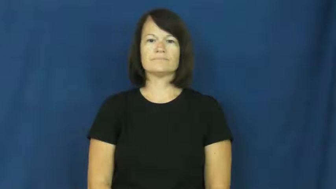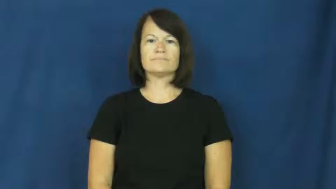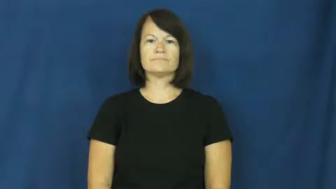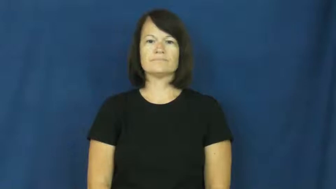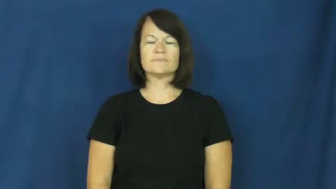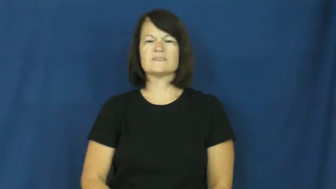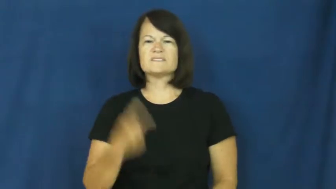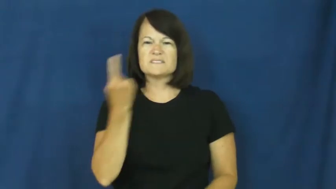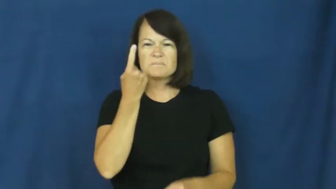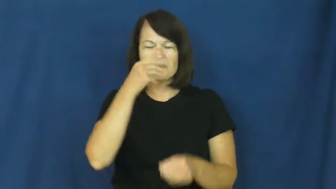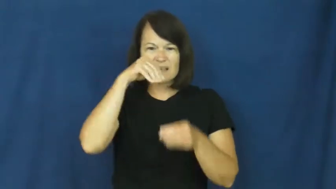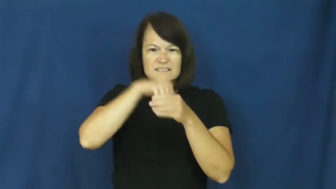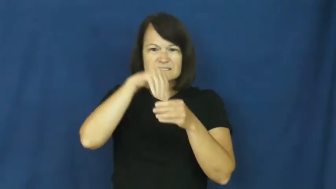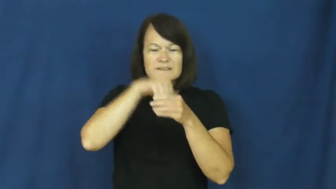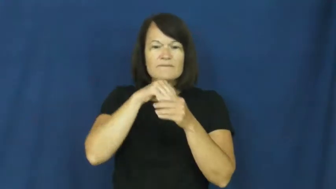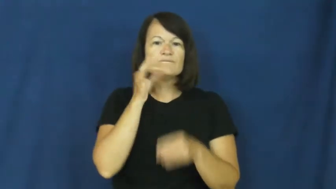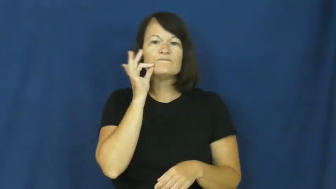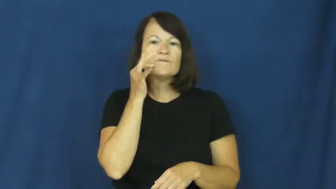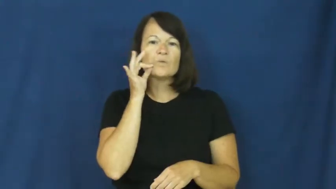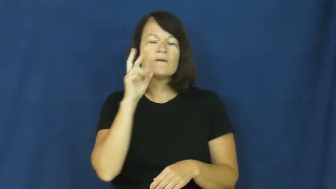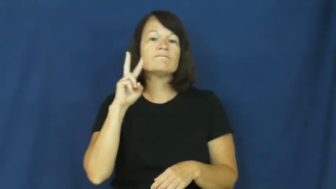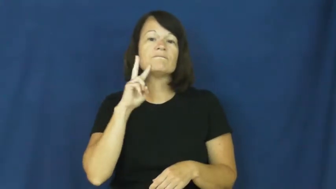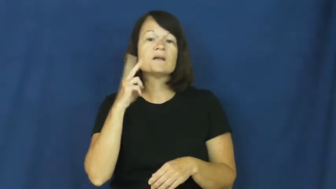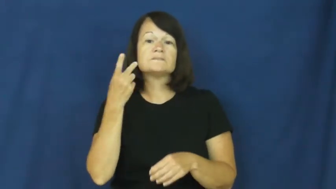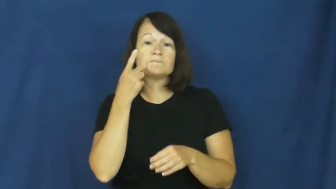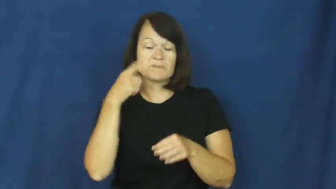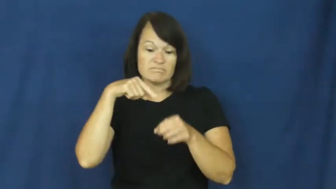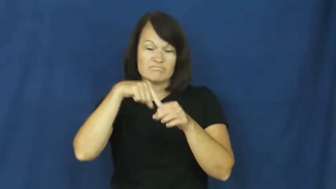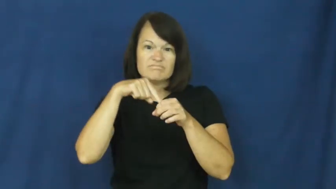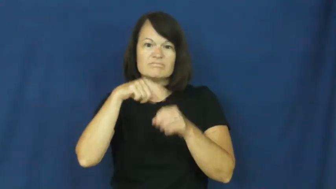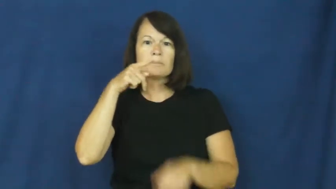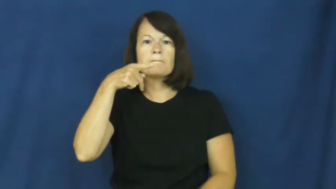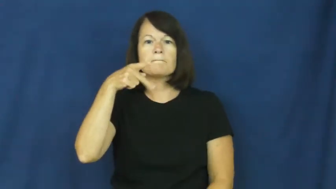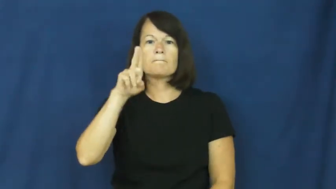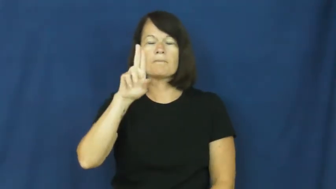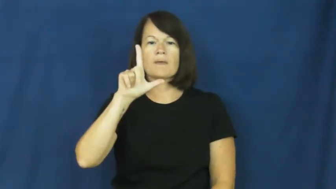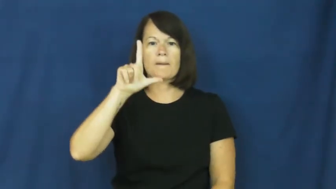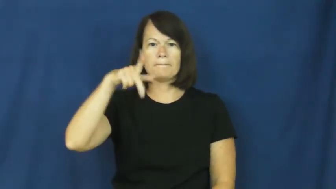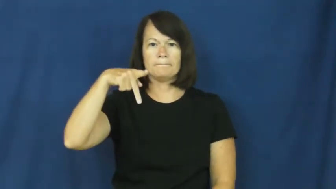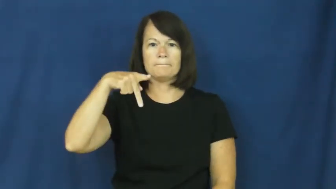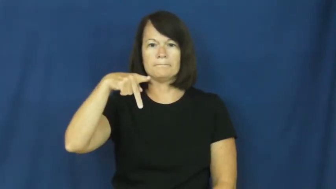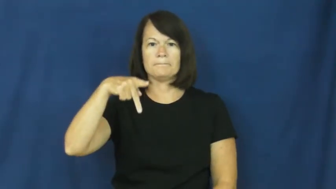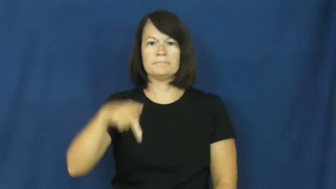pulp